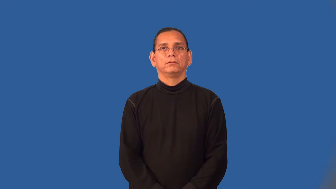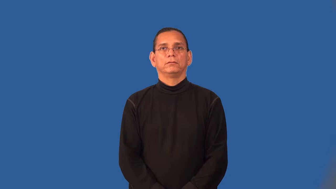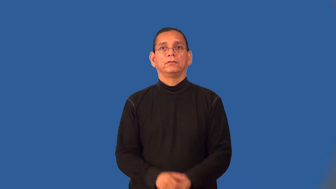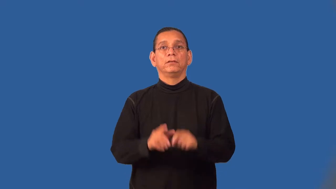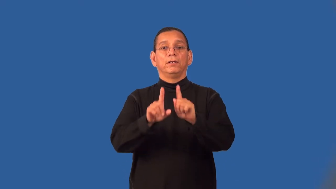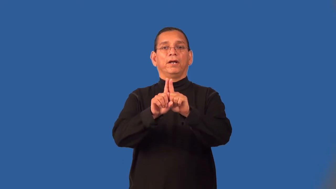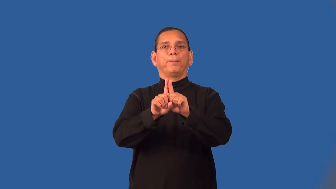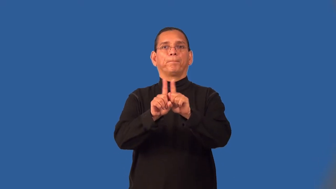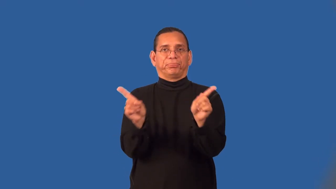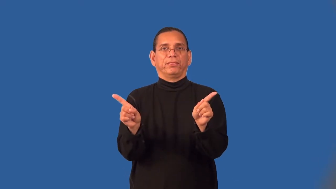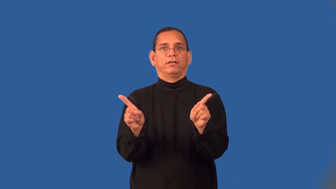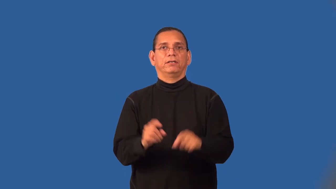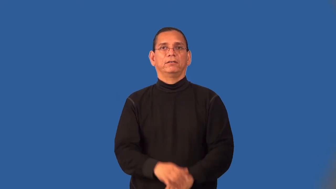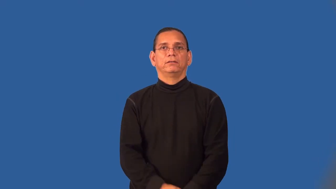split,sunder,bifurcate-break in two